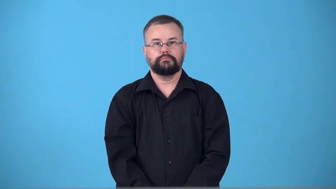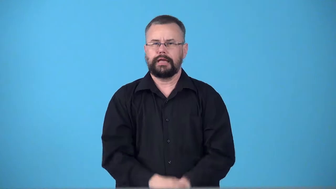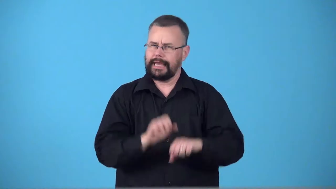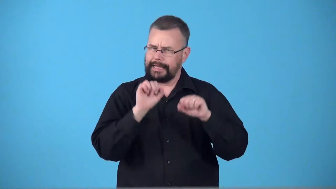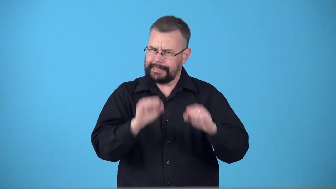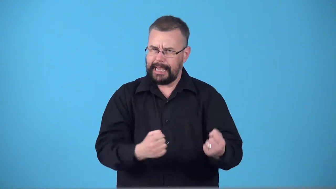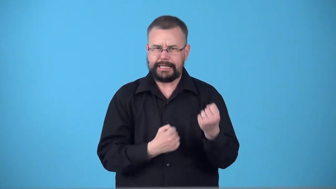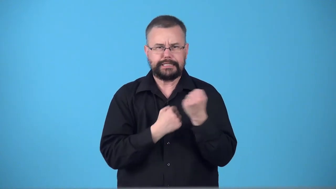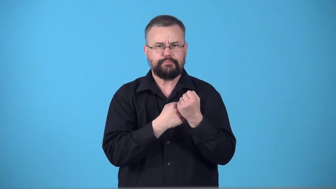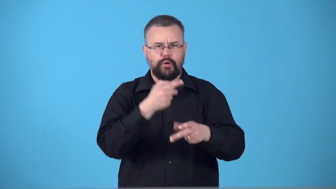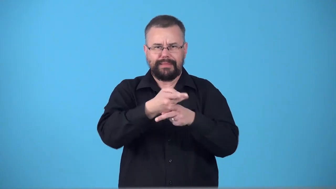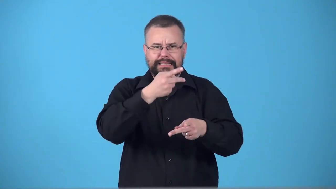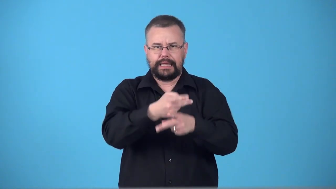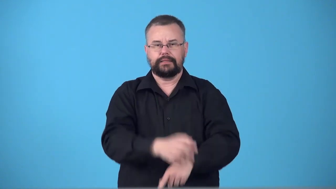supportable